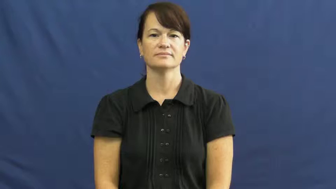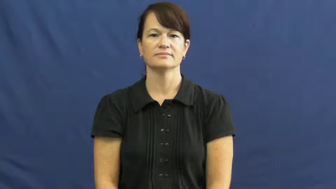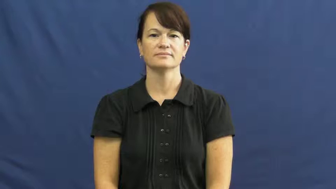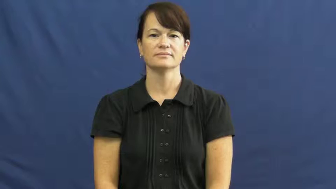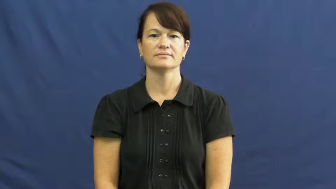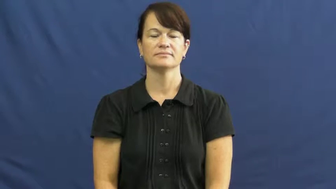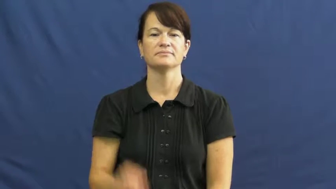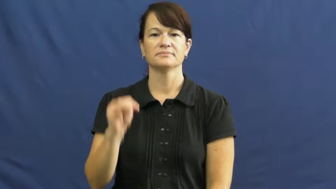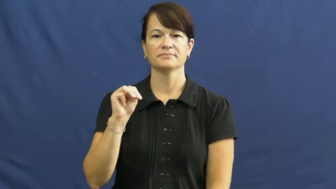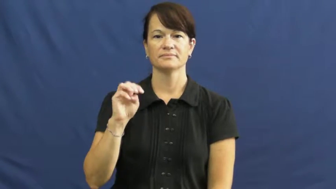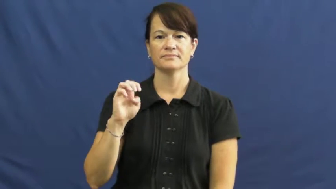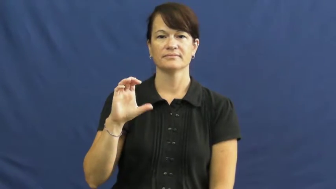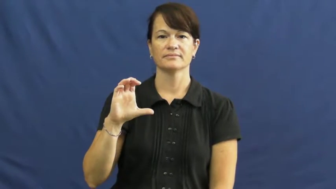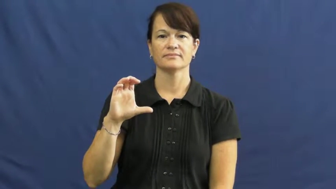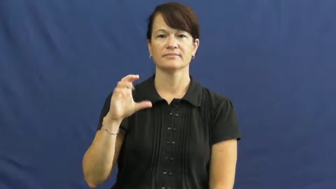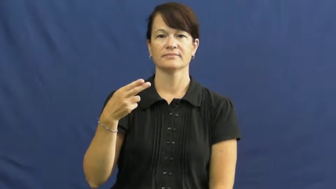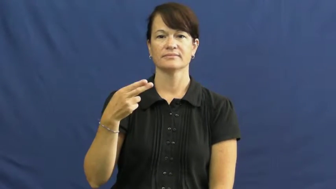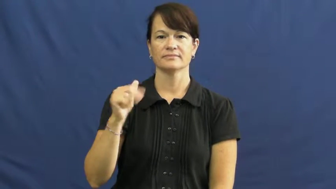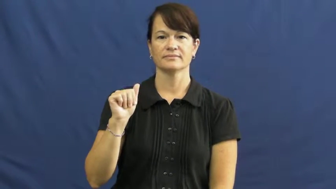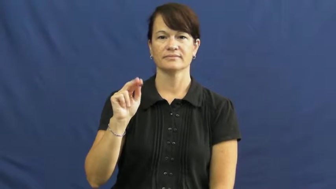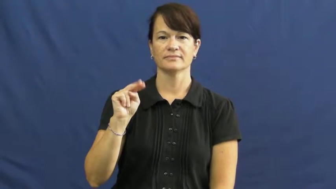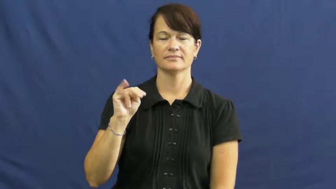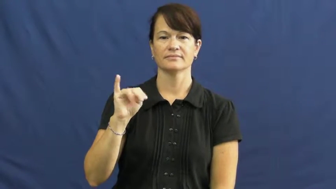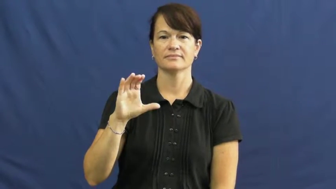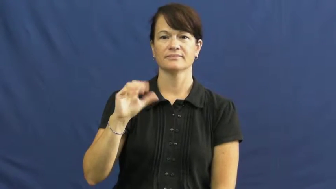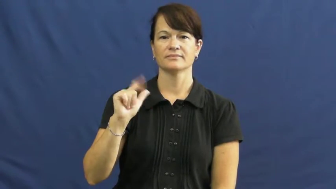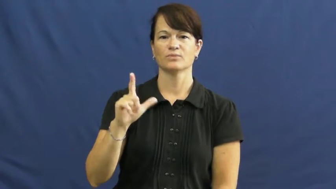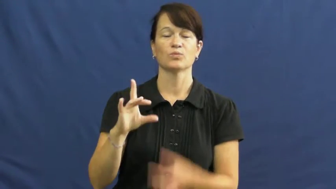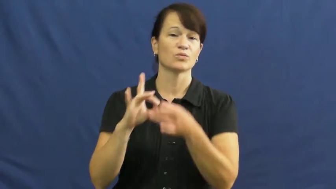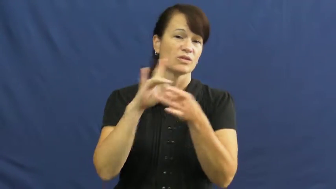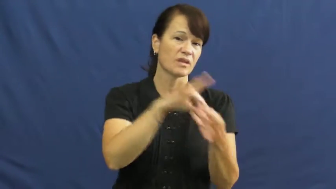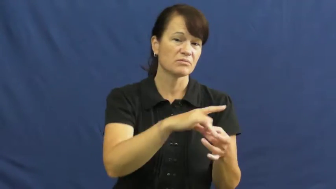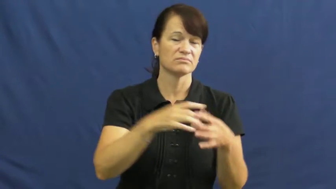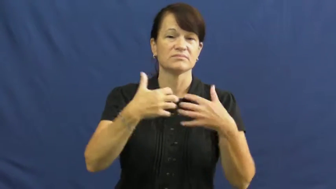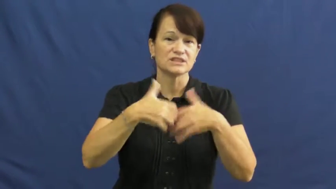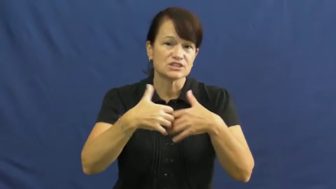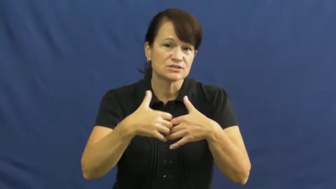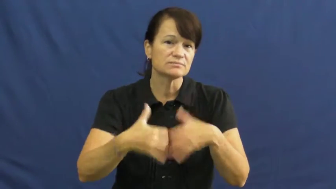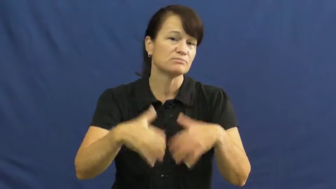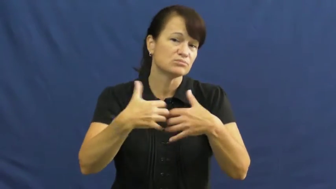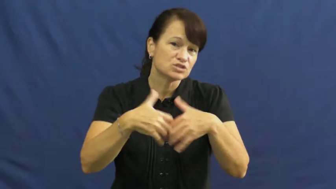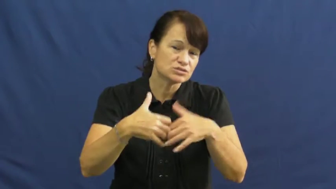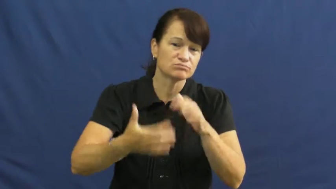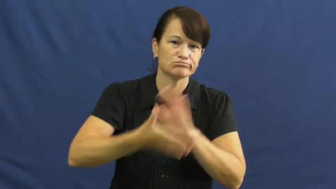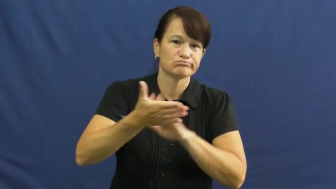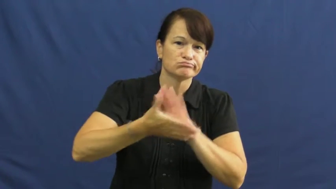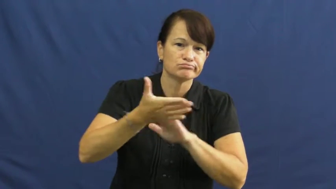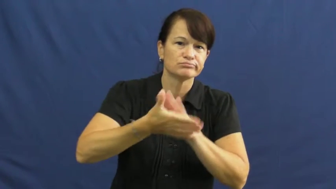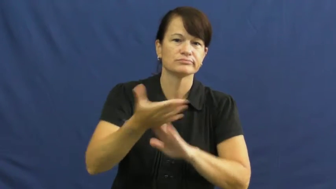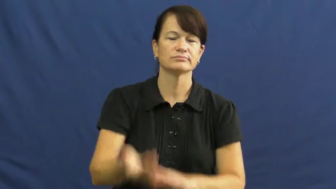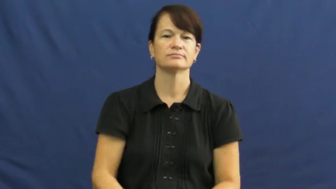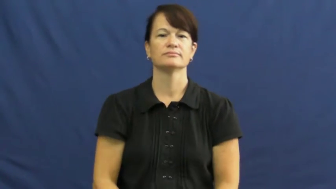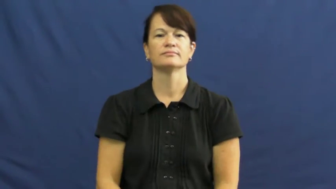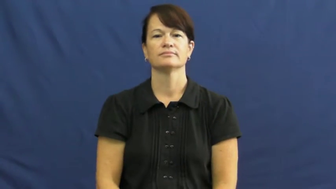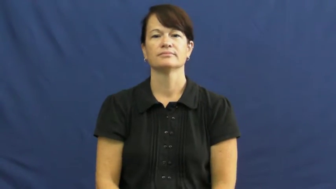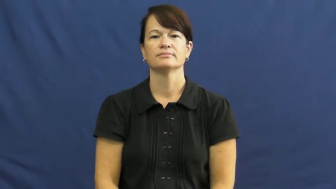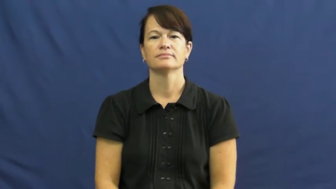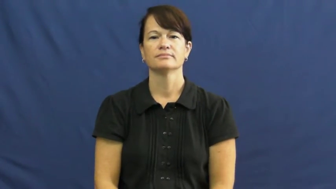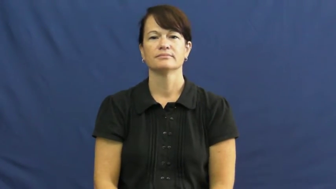mechanical